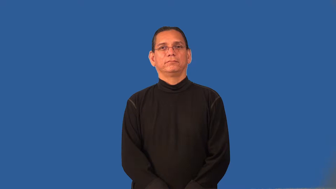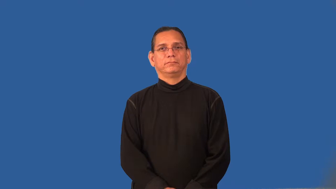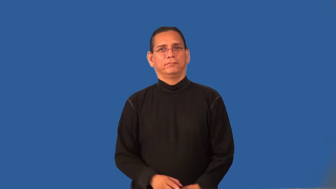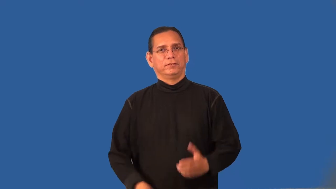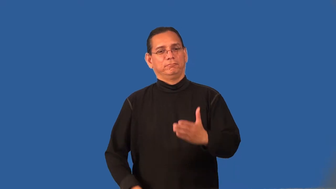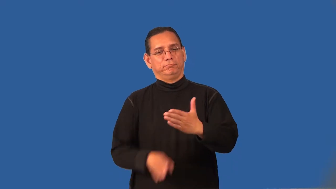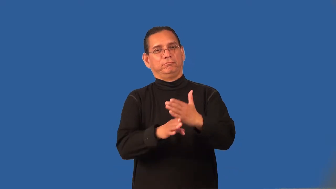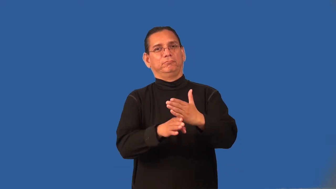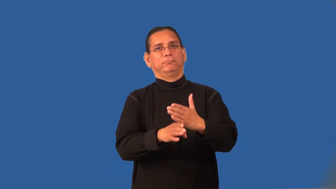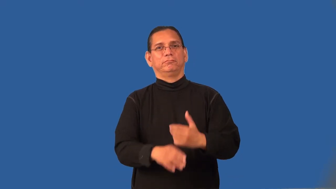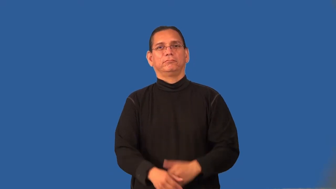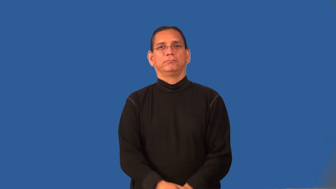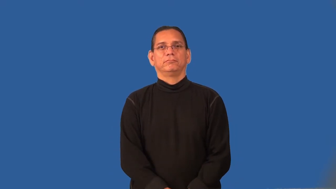punt